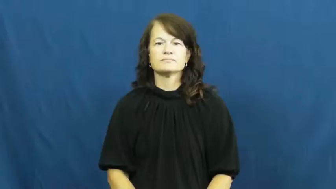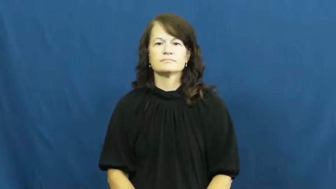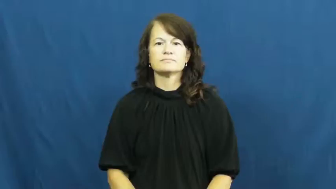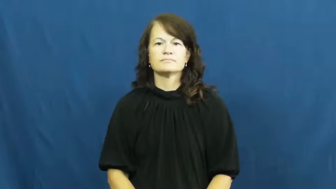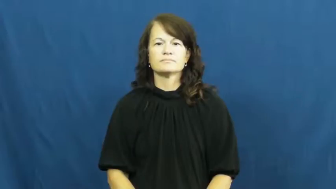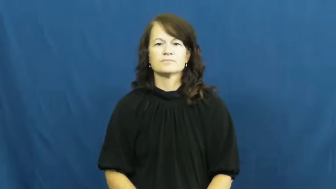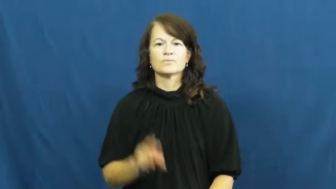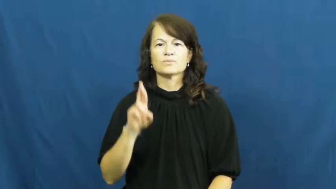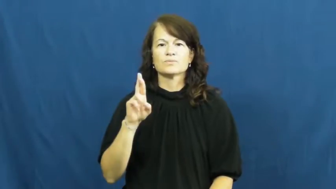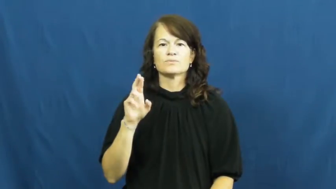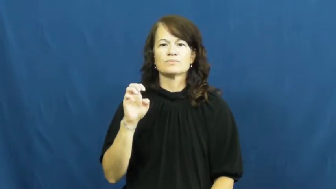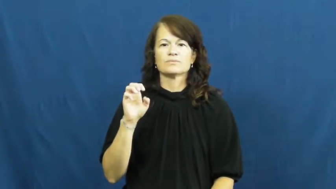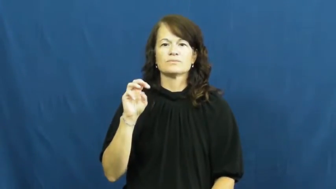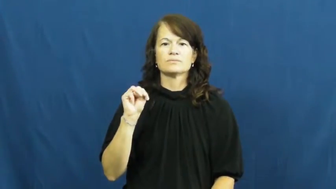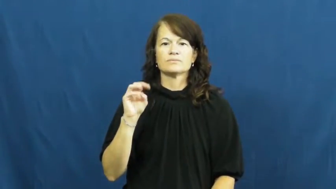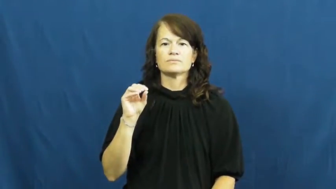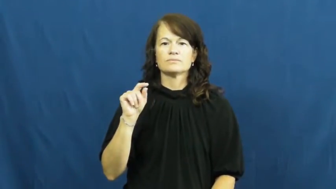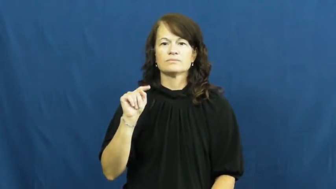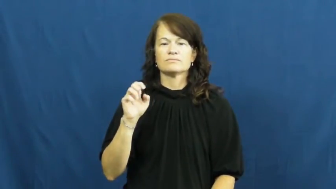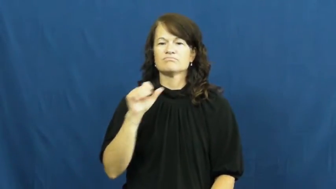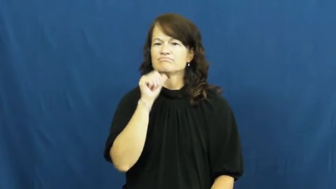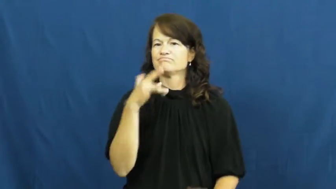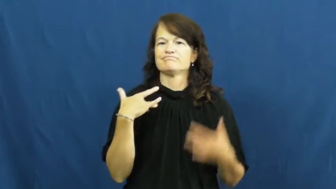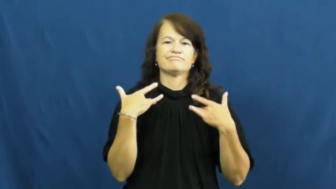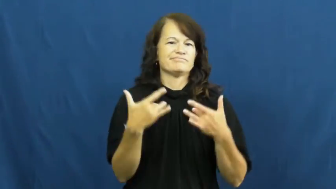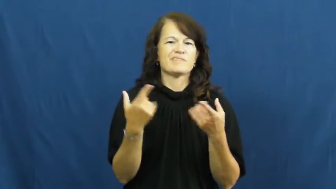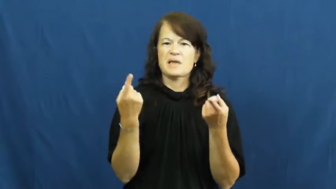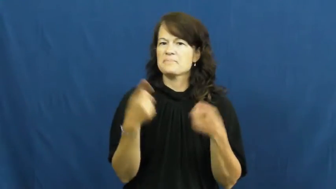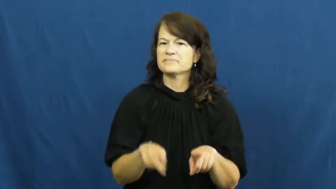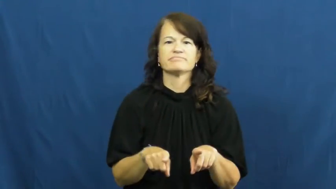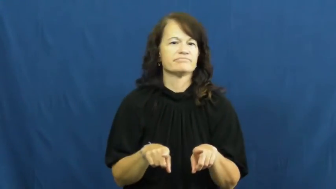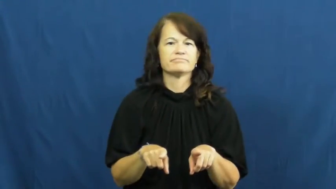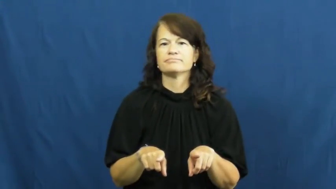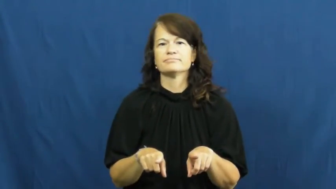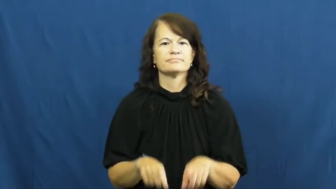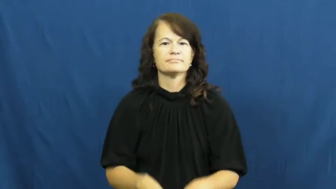remote-chance